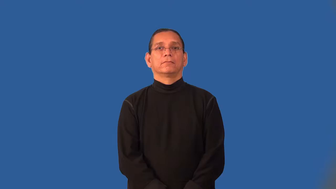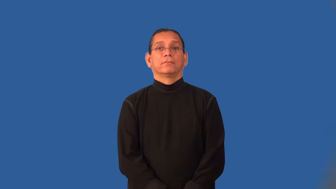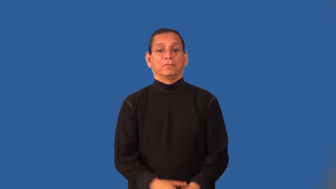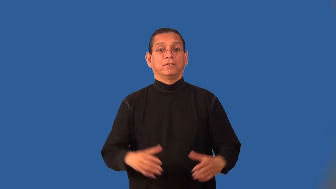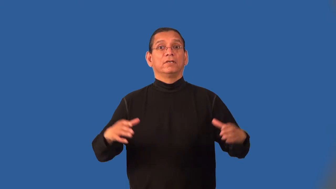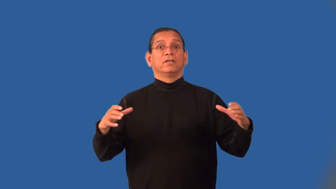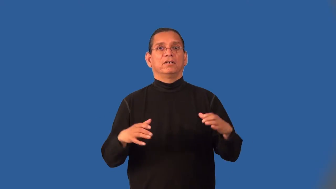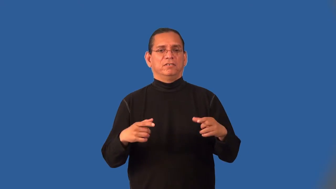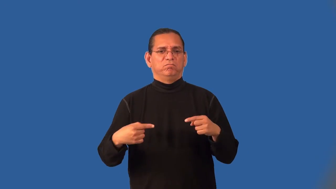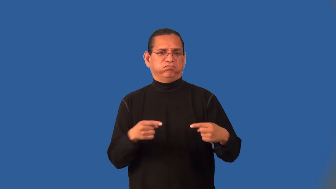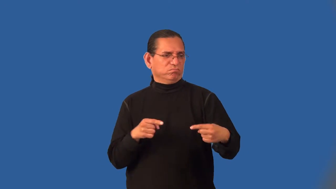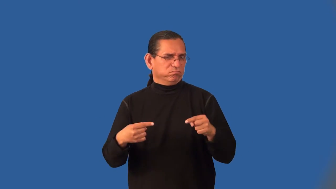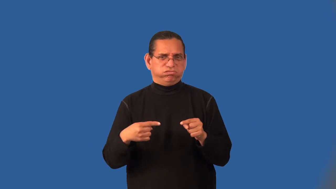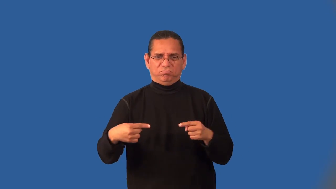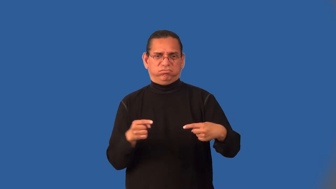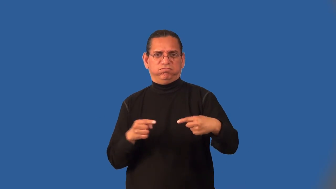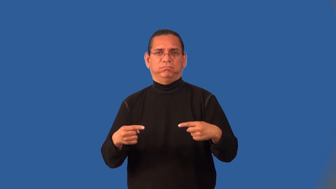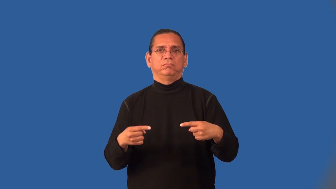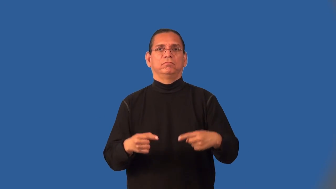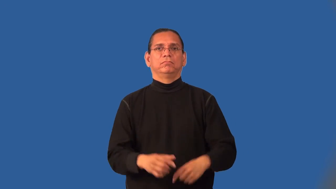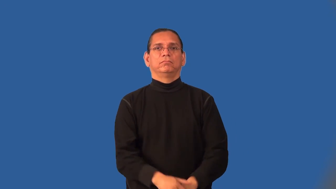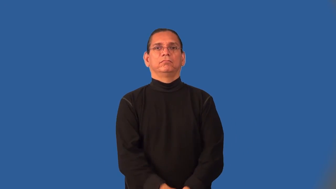infighting